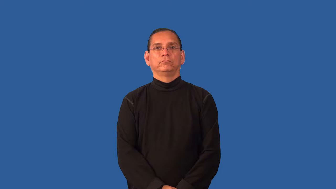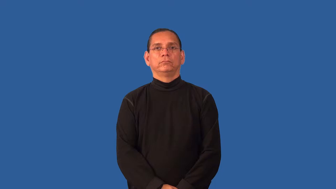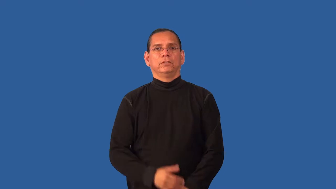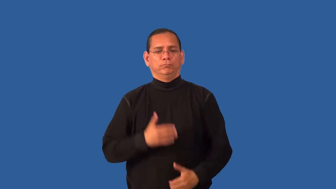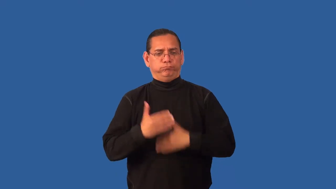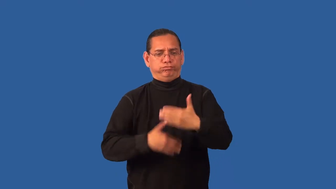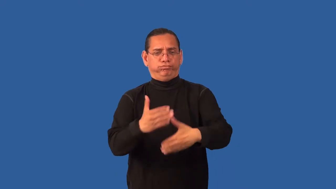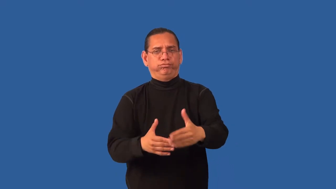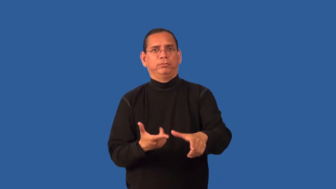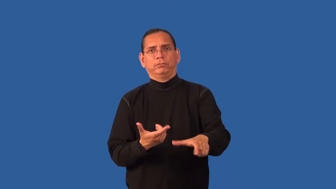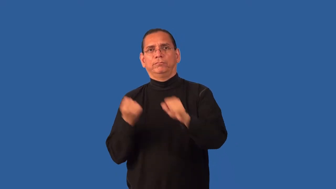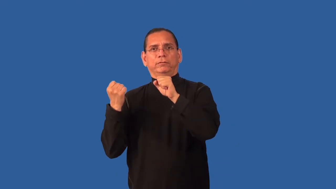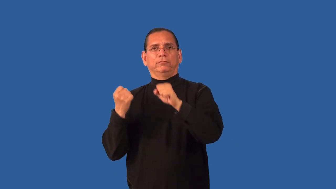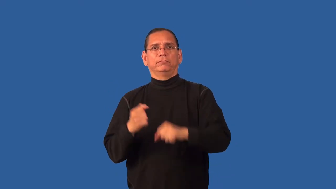expedite